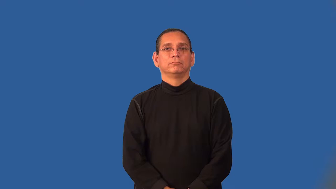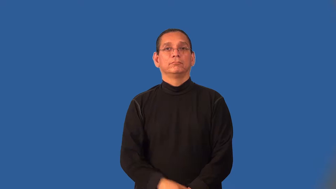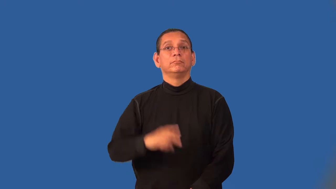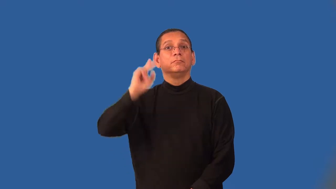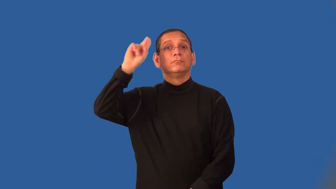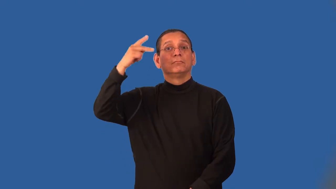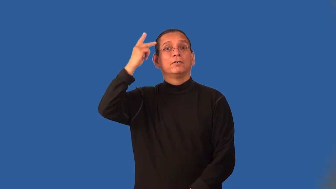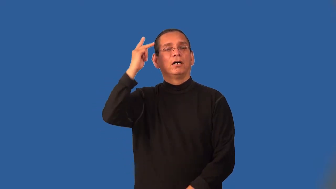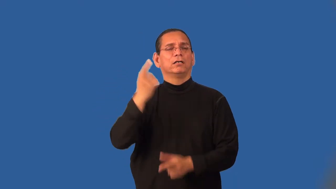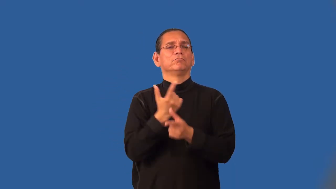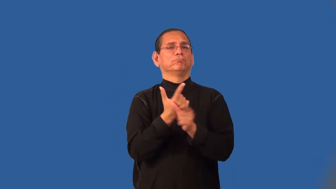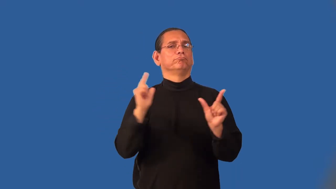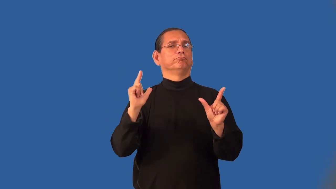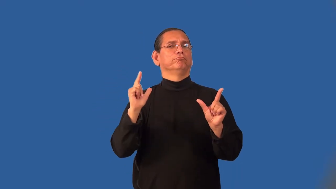left-politics